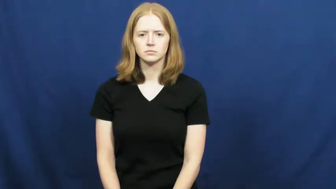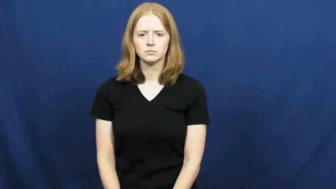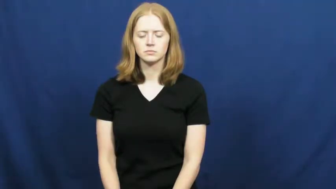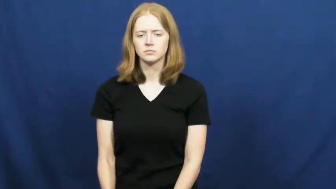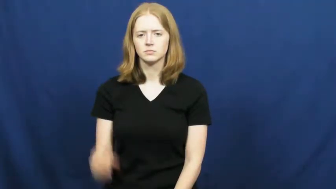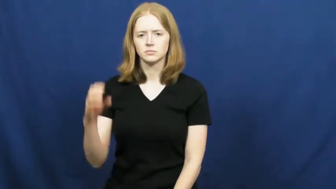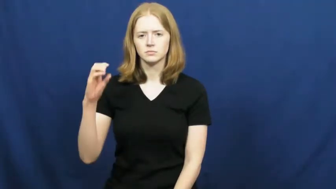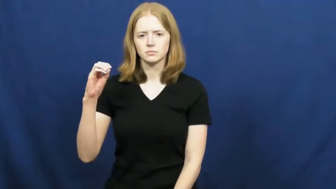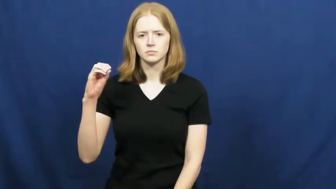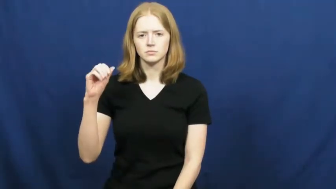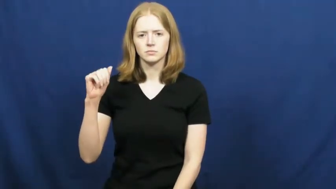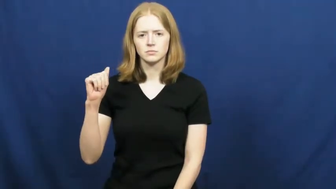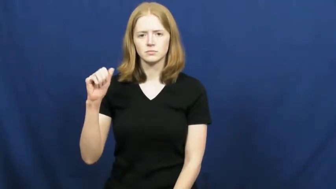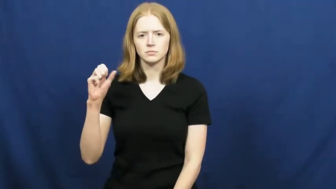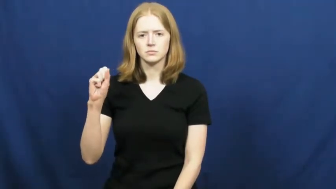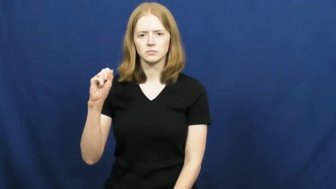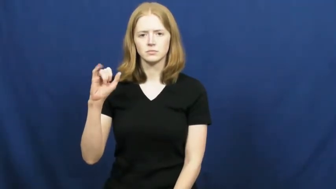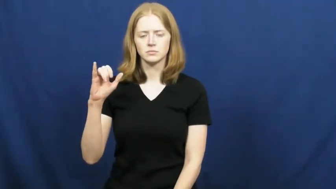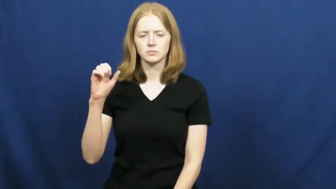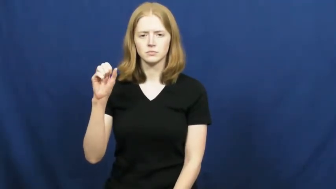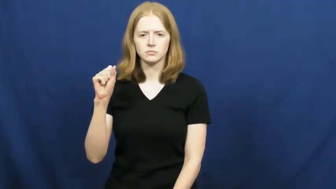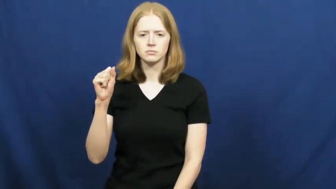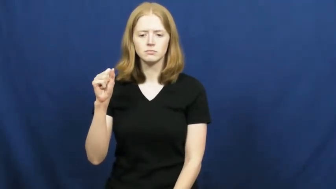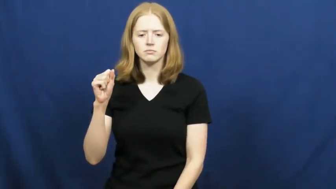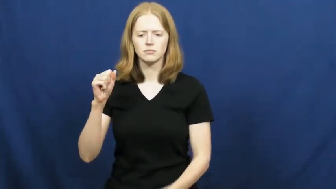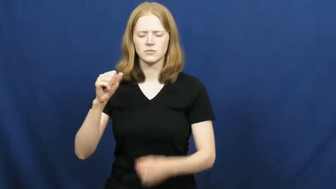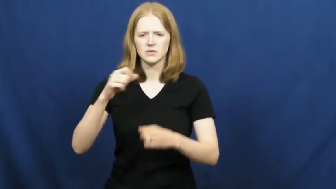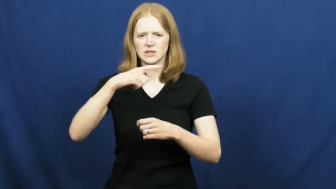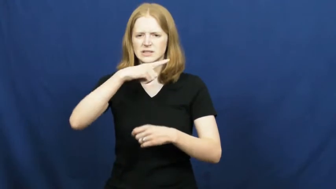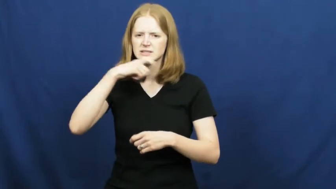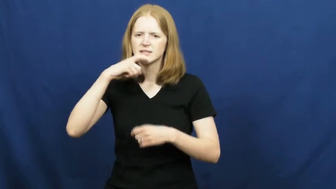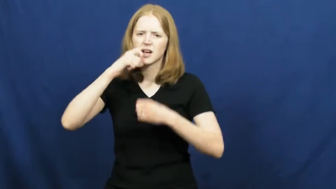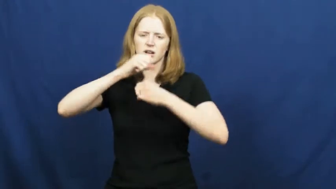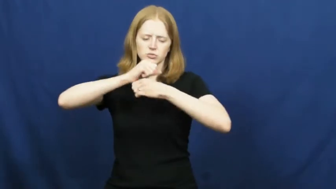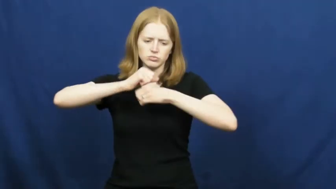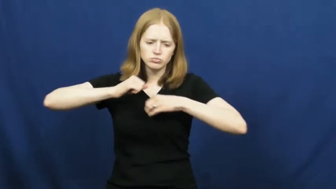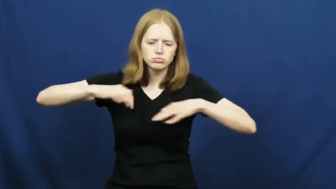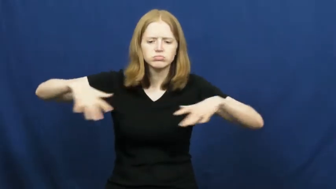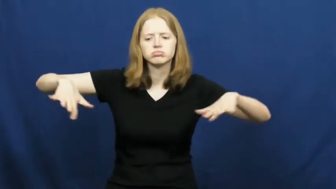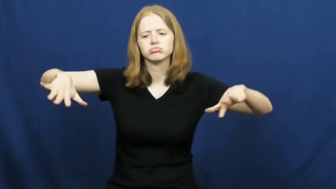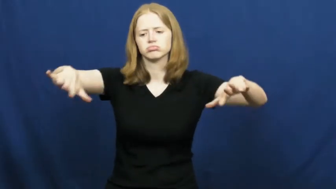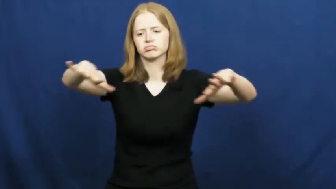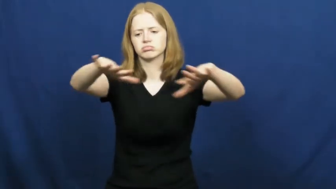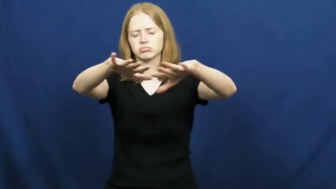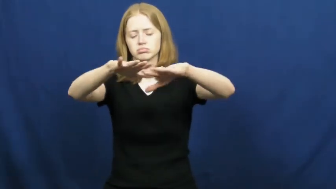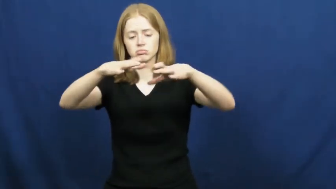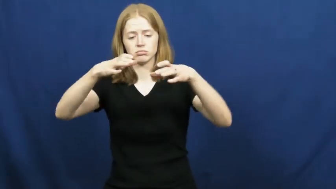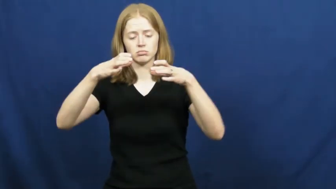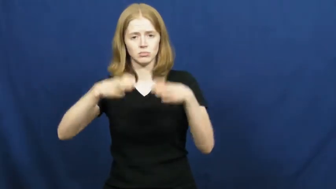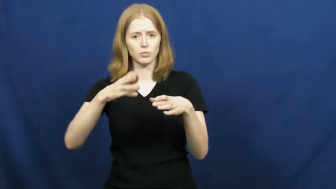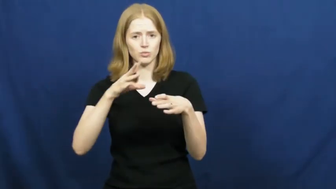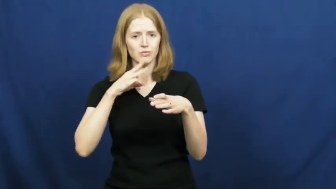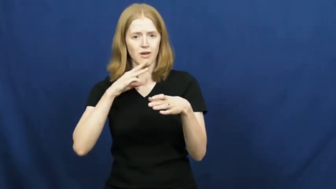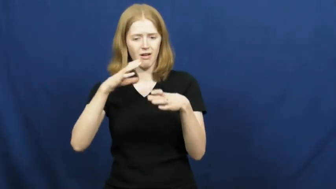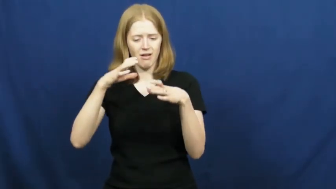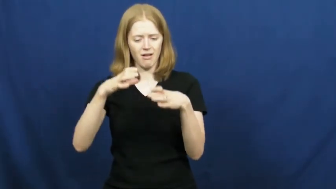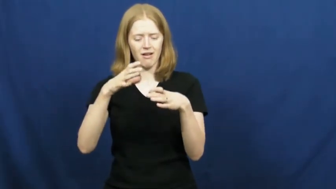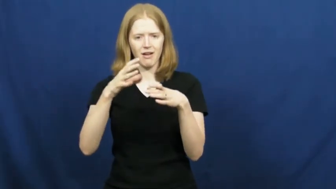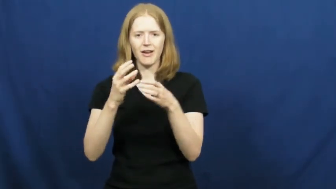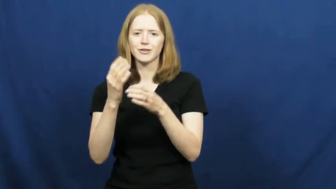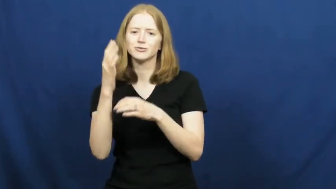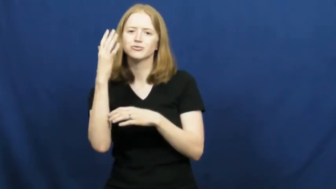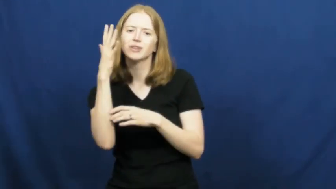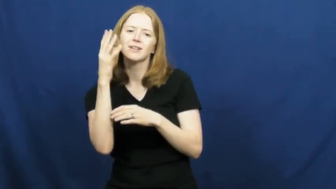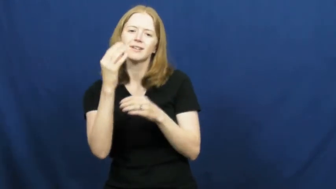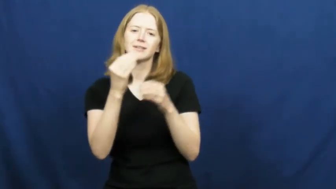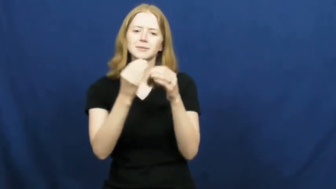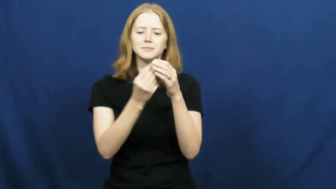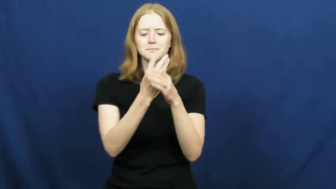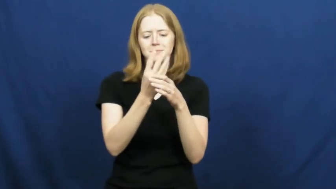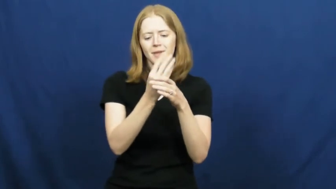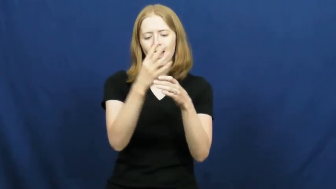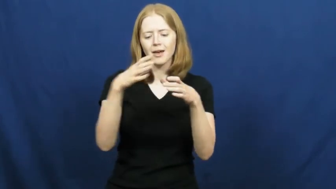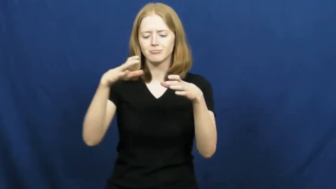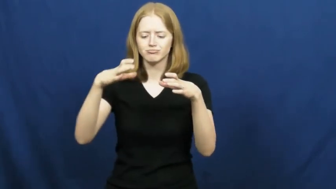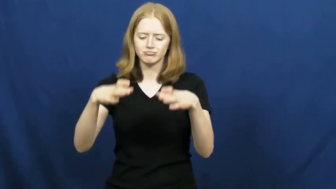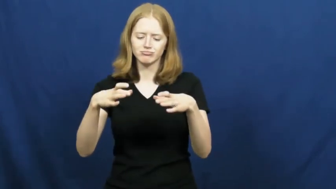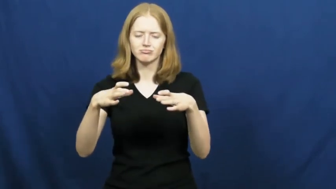oasis